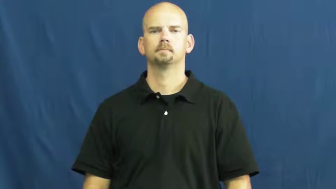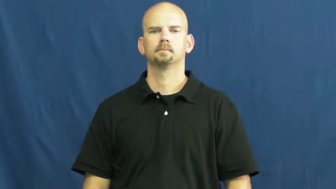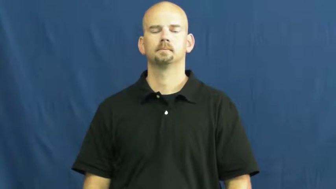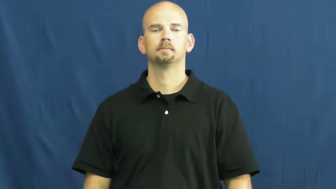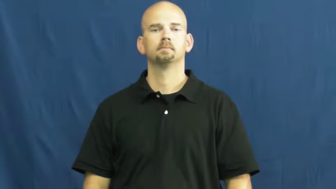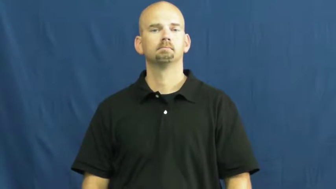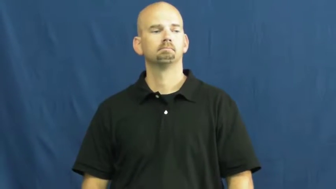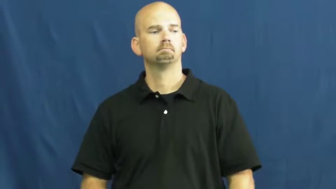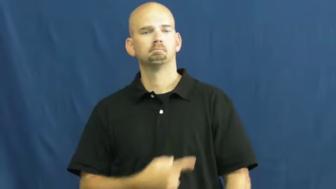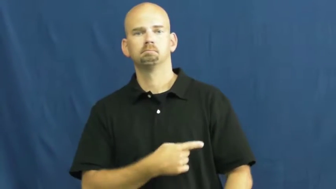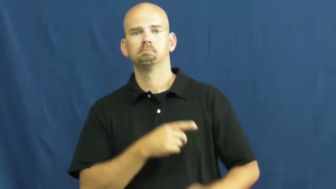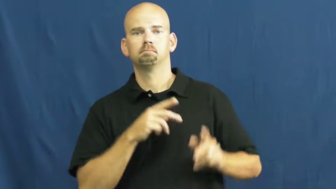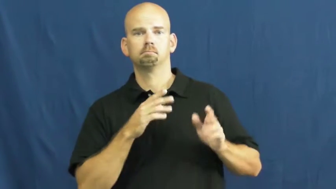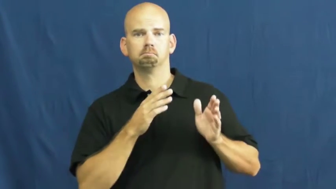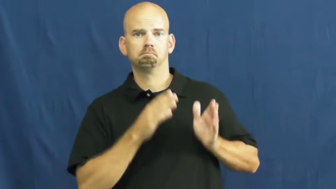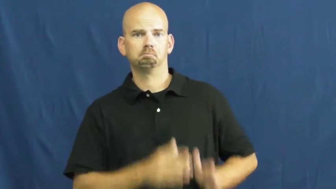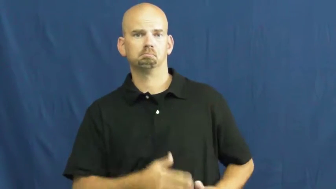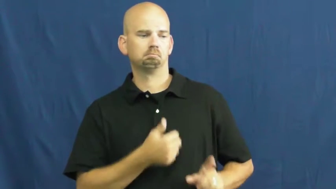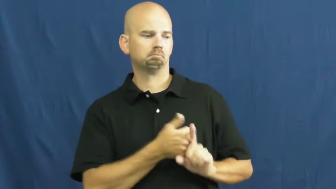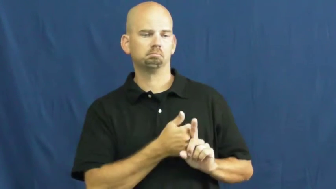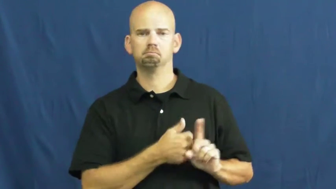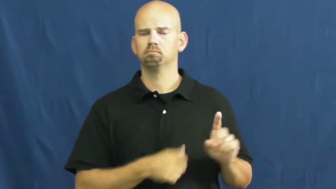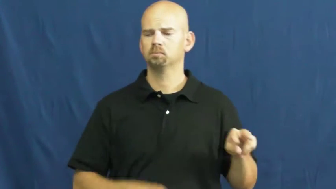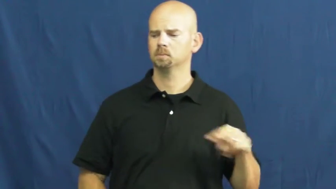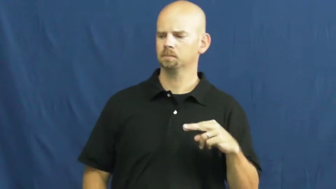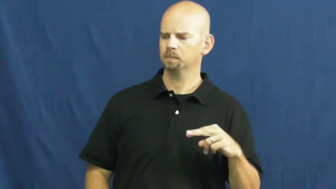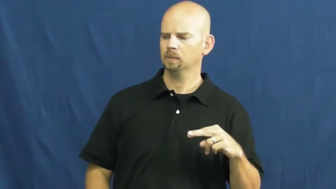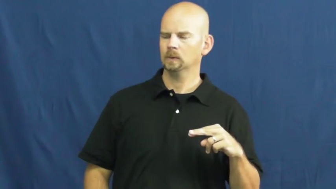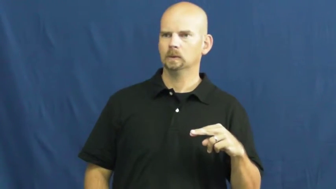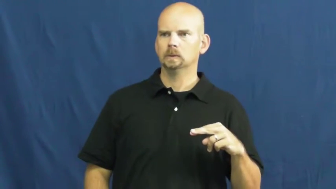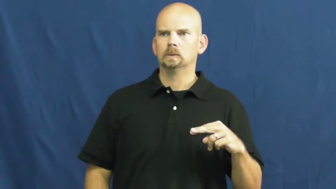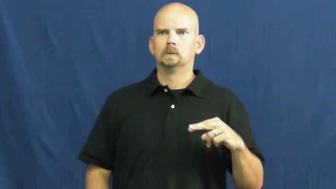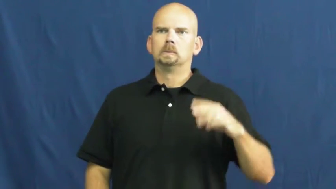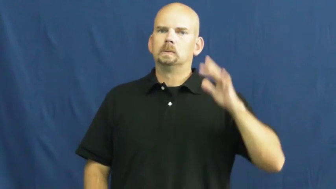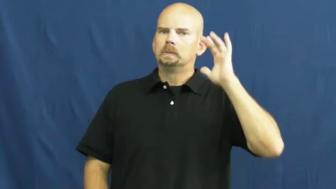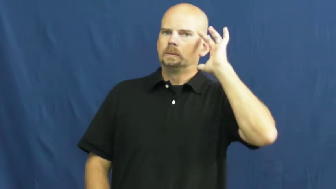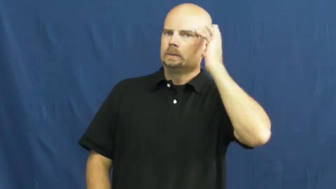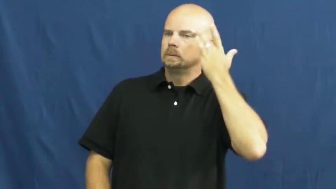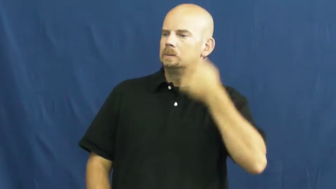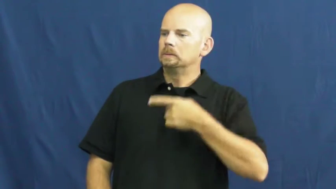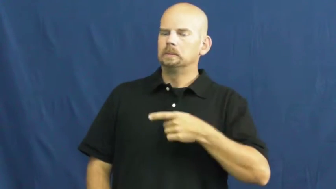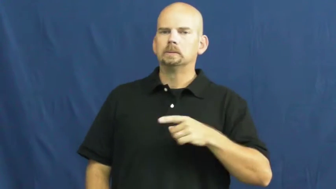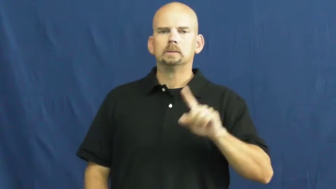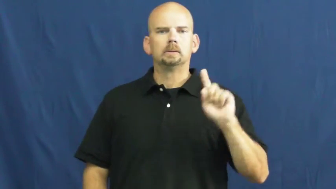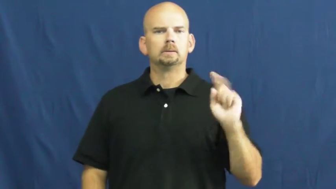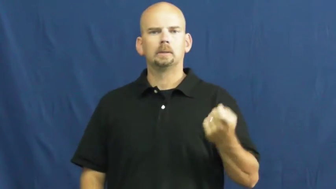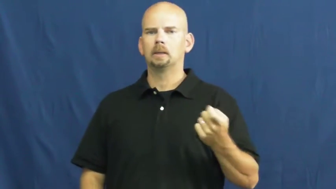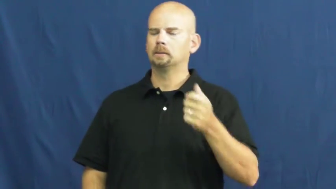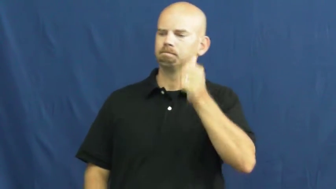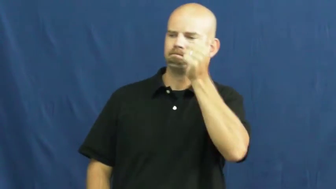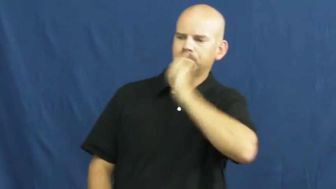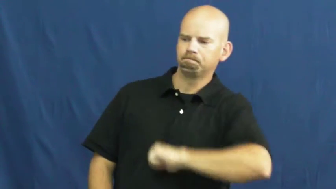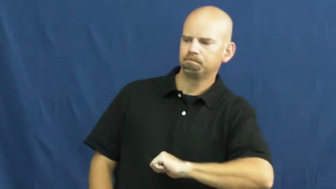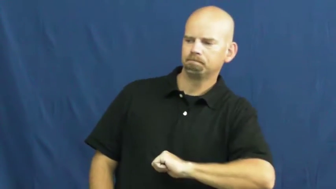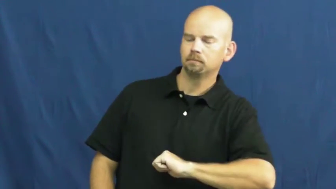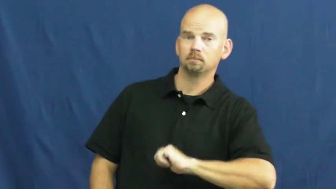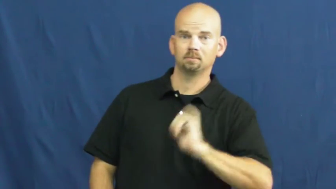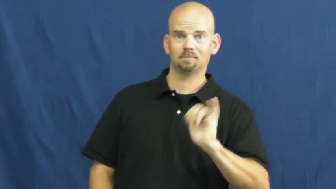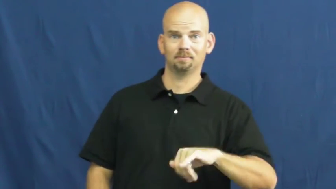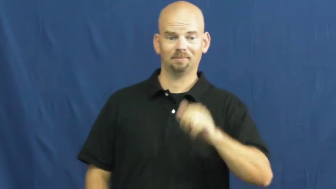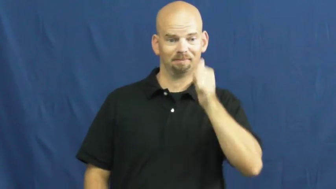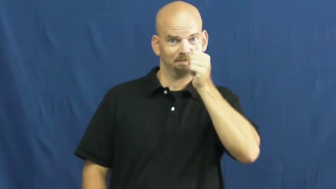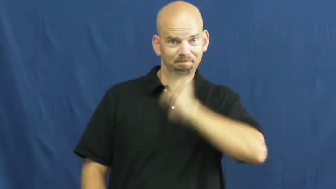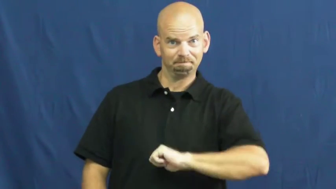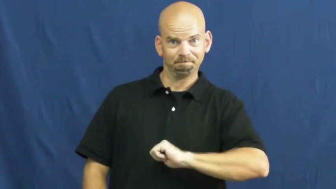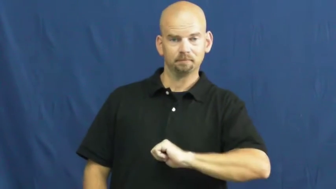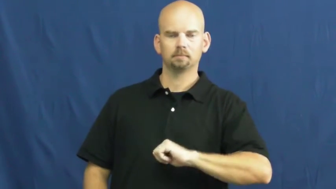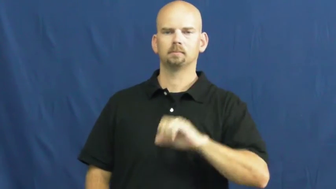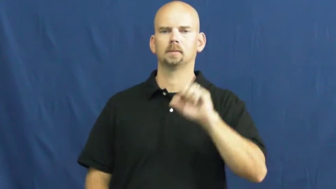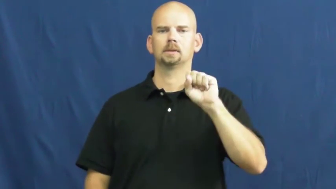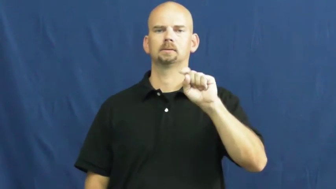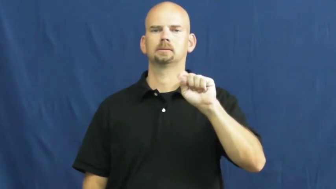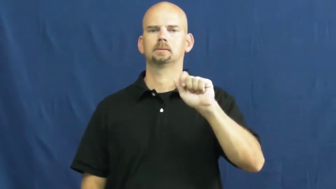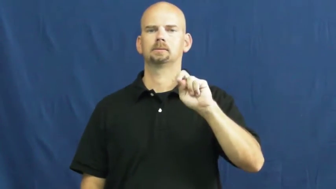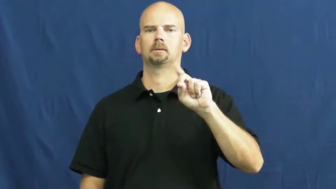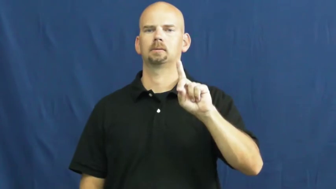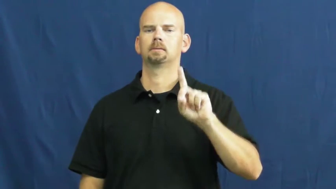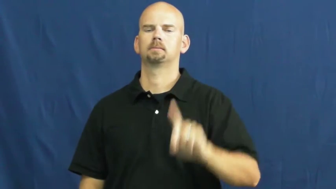stand-bear